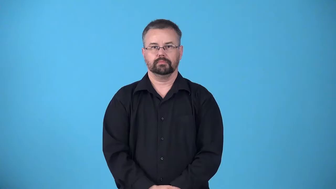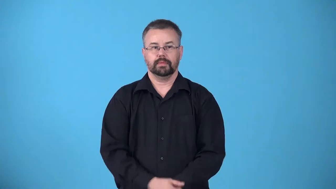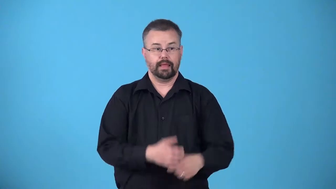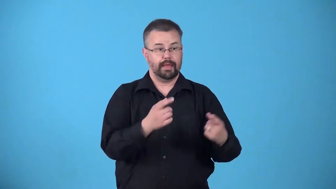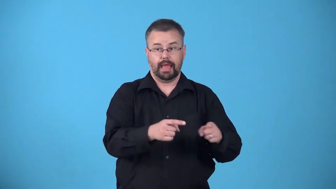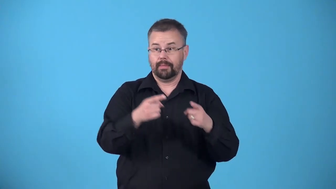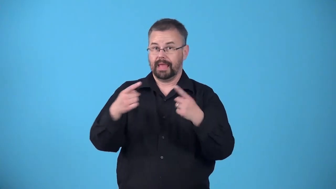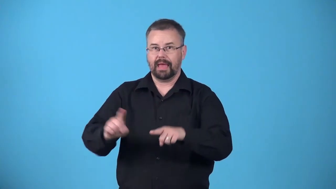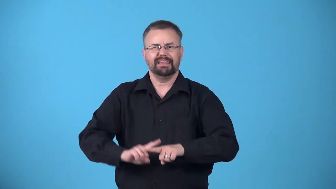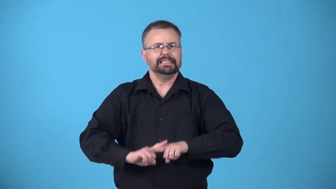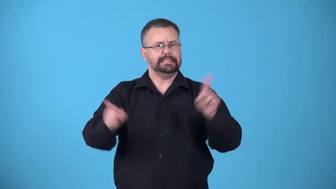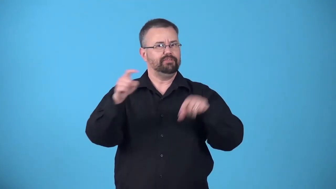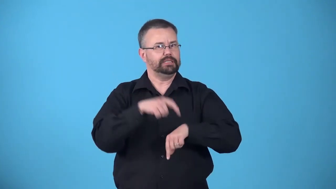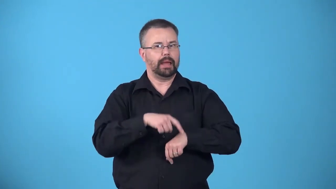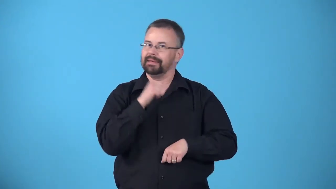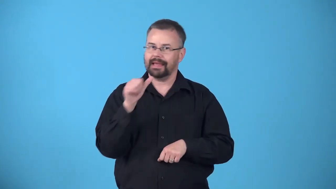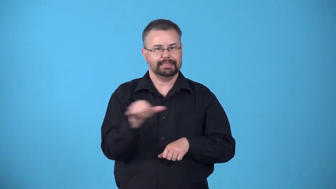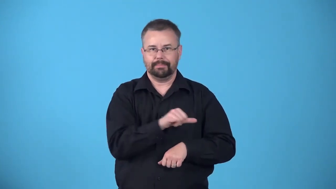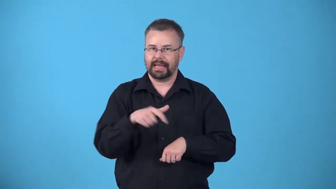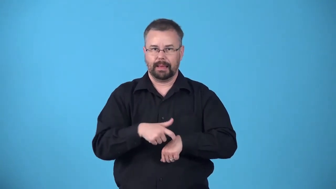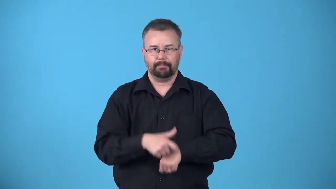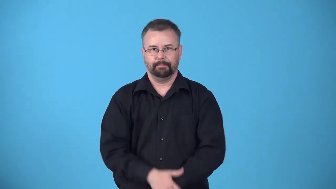asynchrony-not happening simultaneously